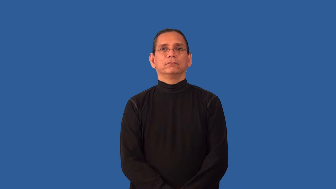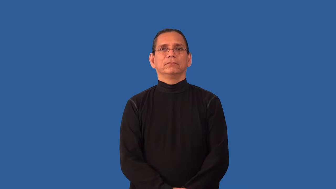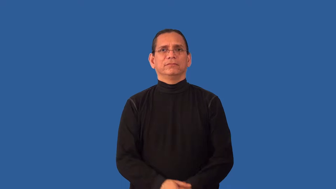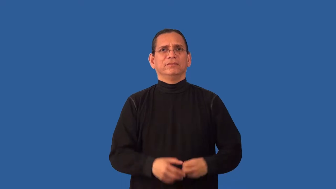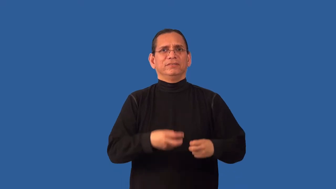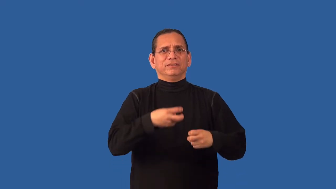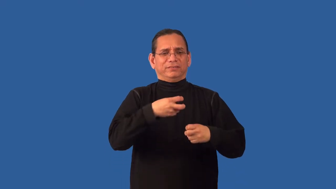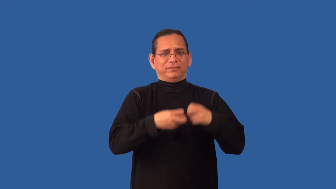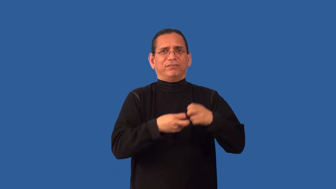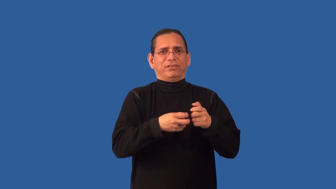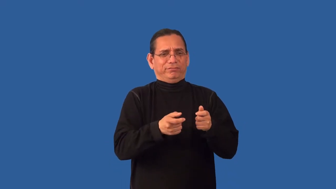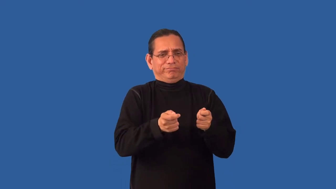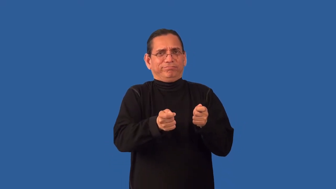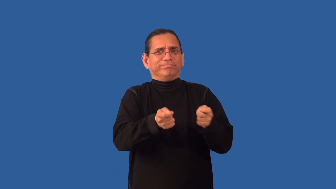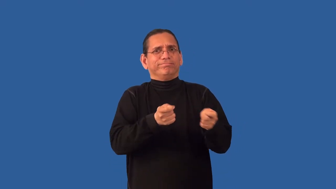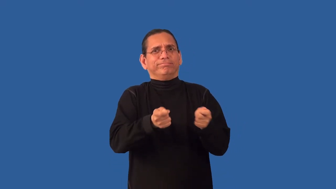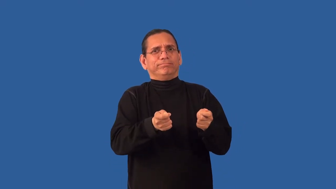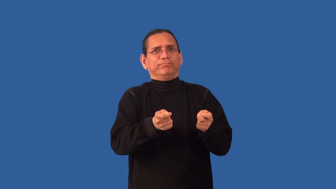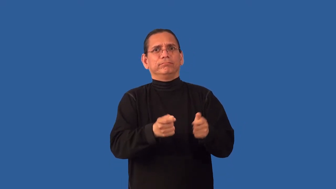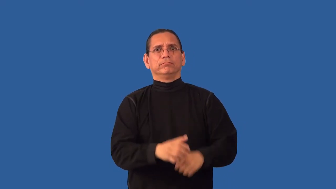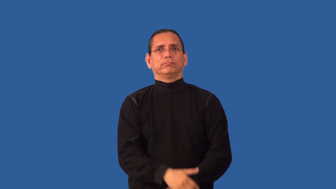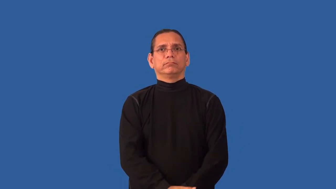intractable